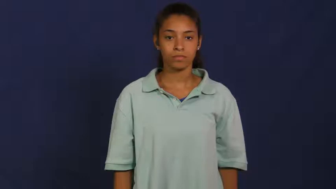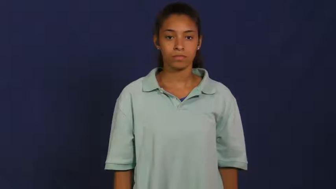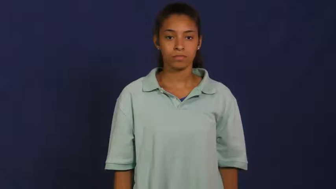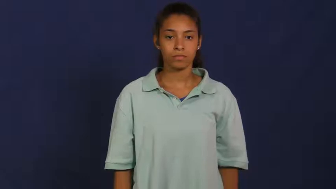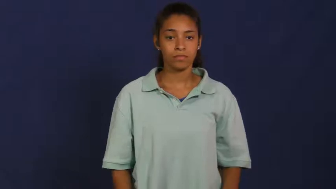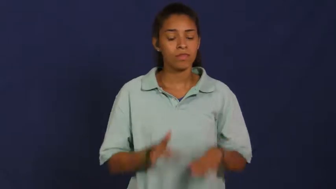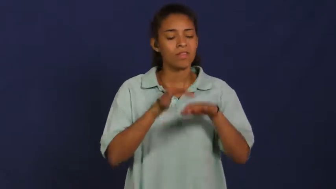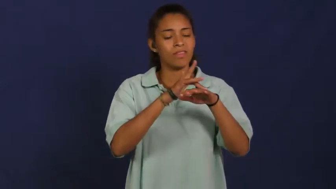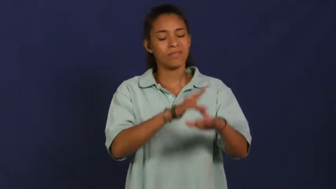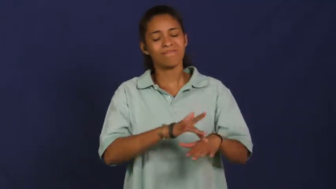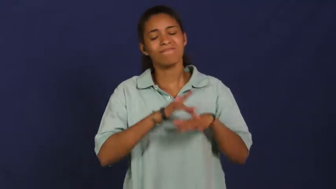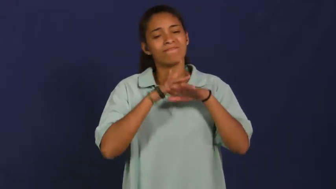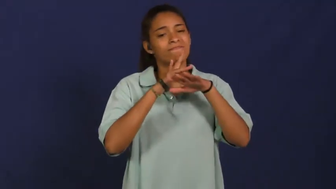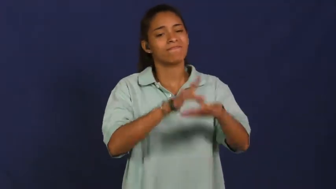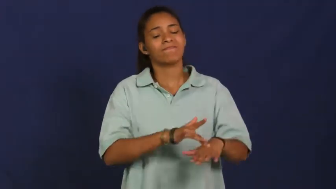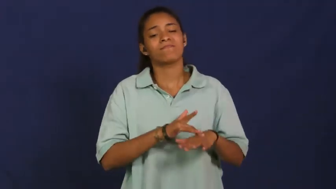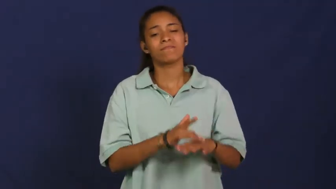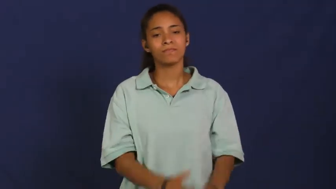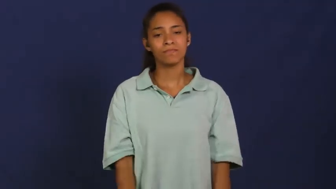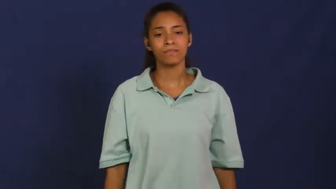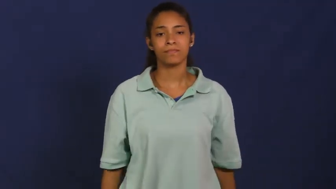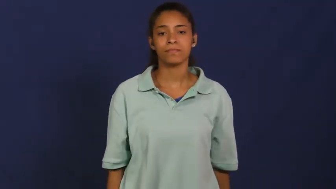dwell,monomania